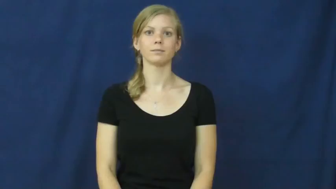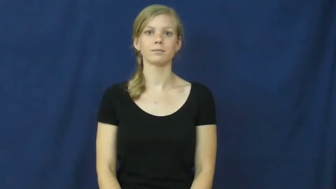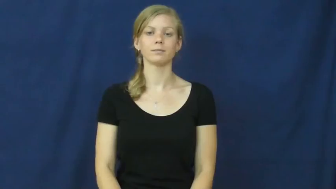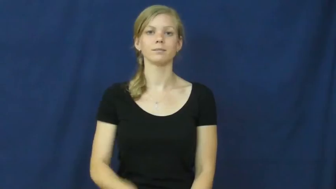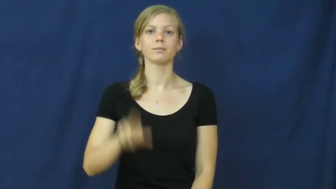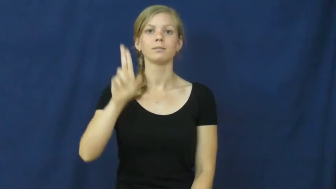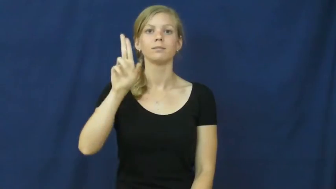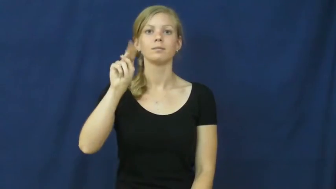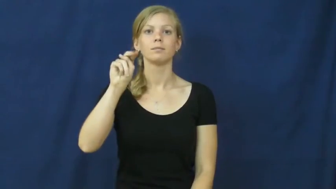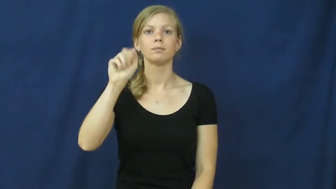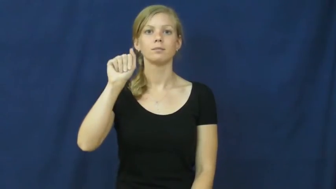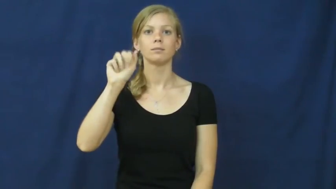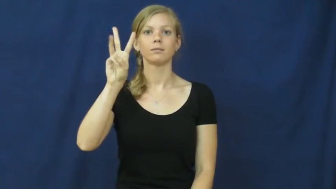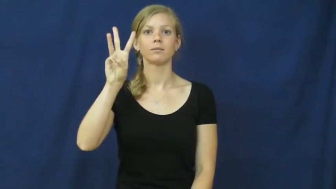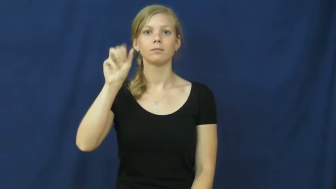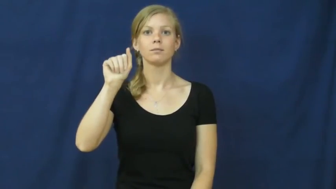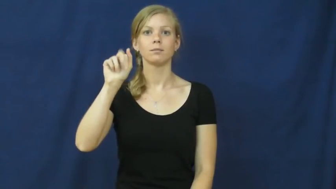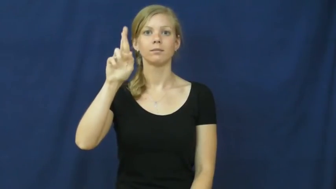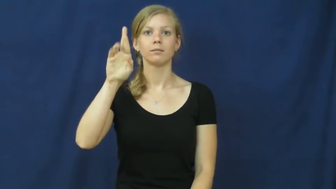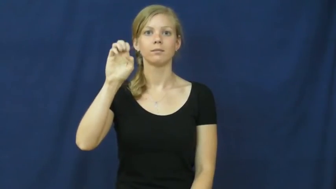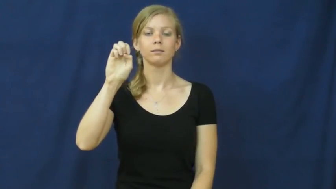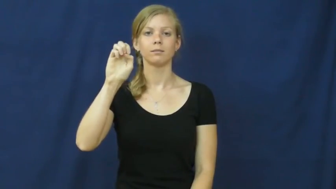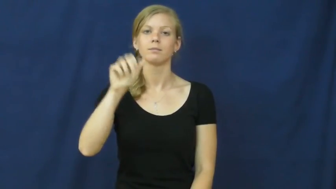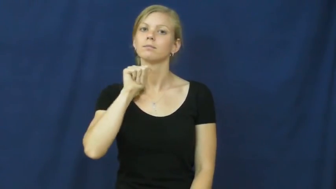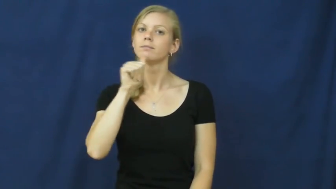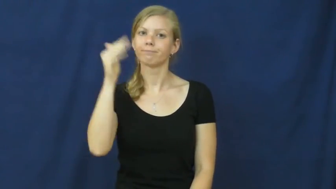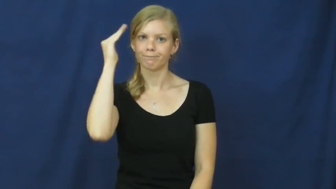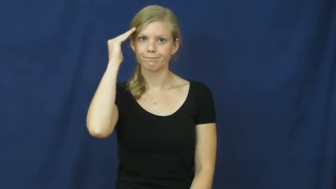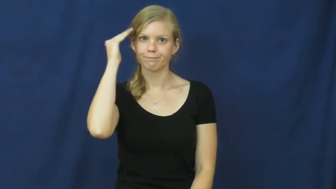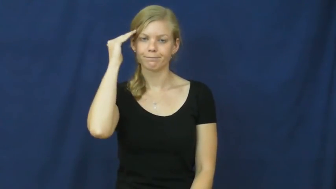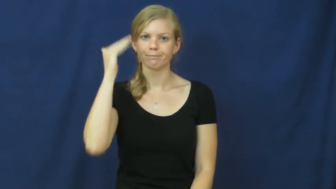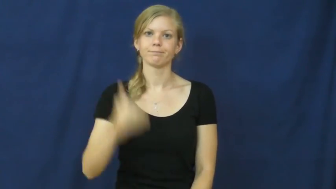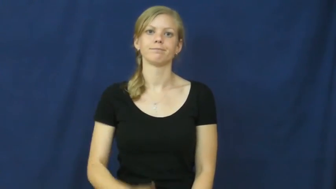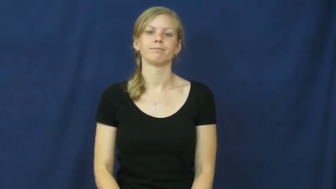unaware